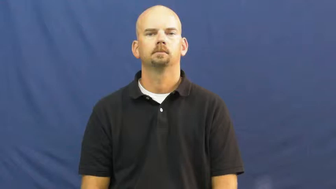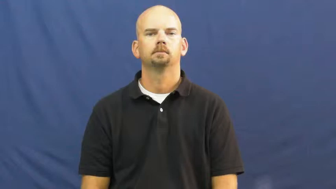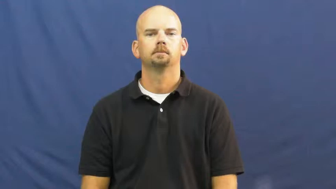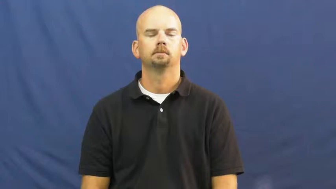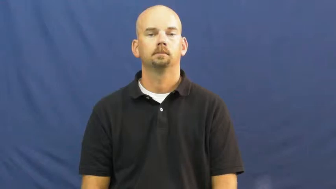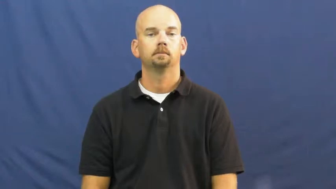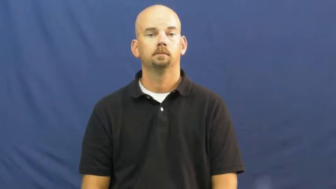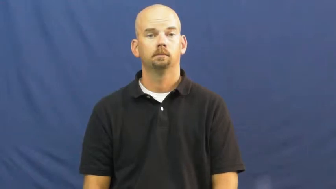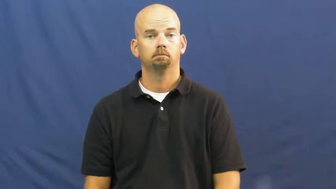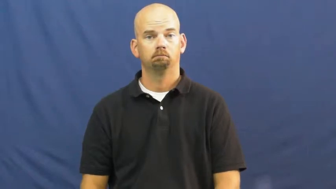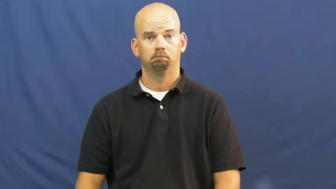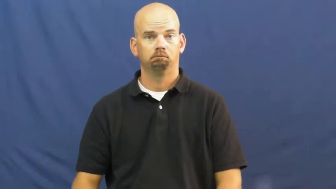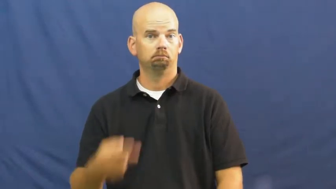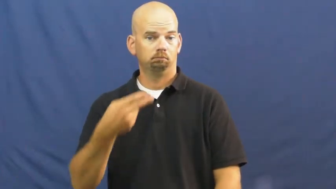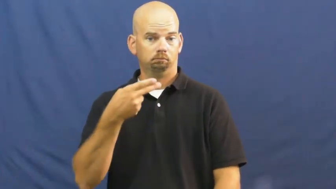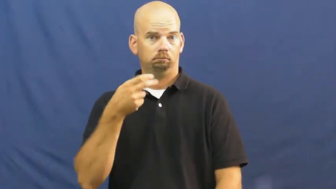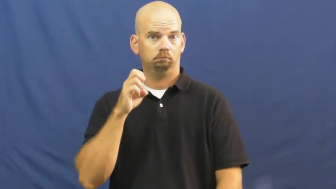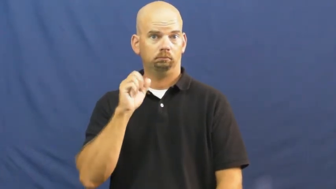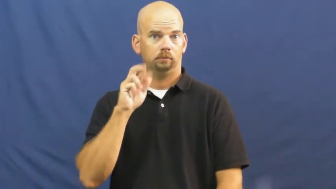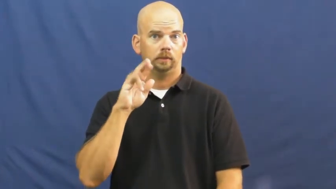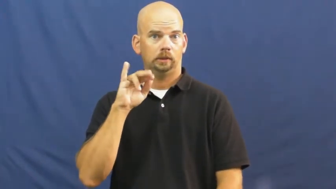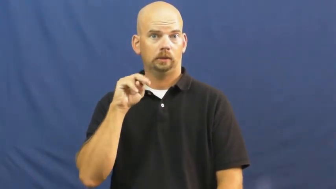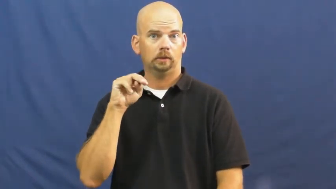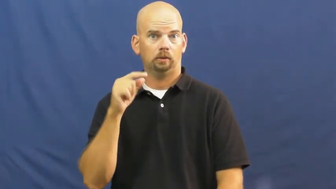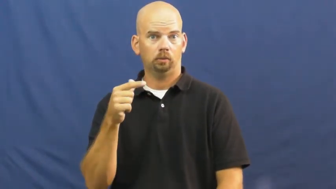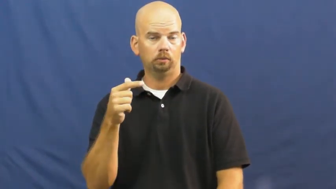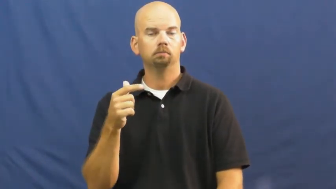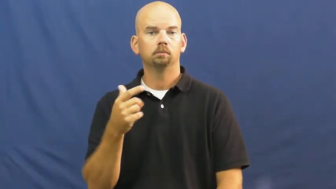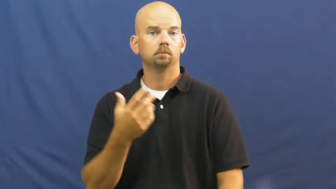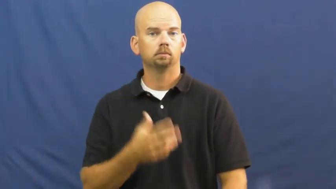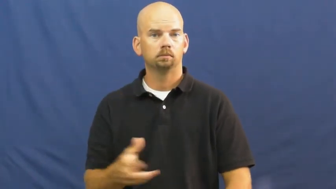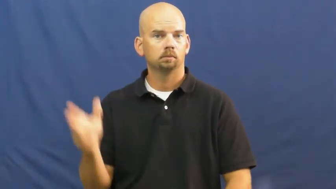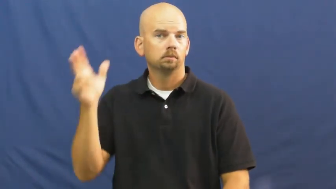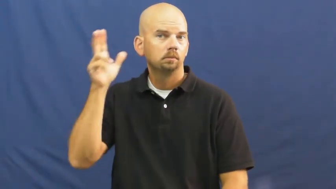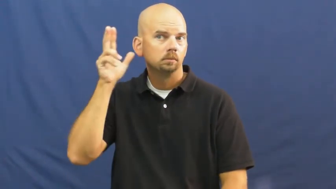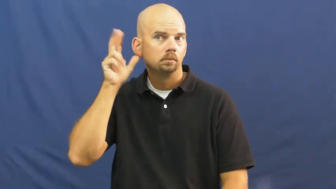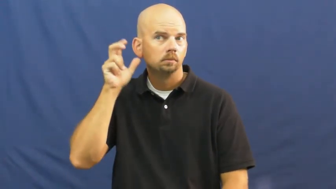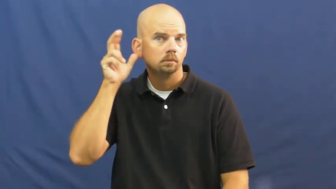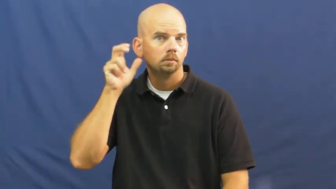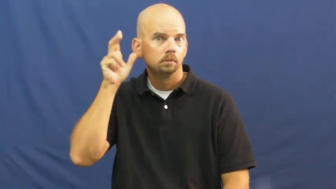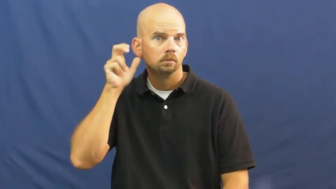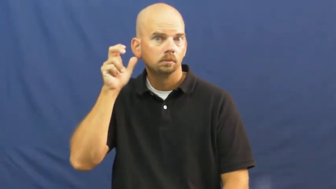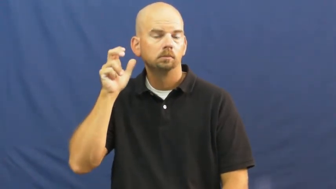hear,audition